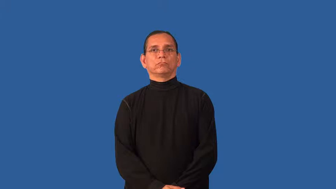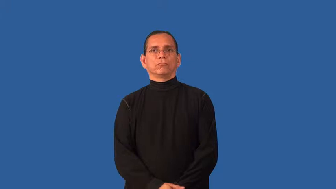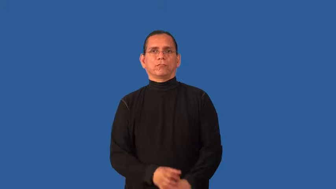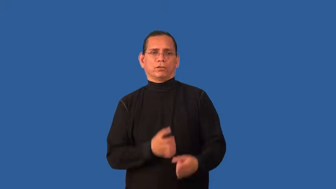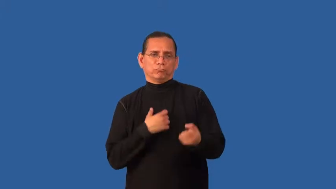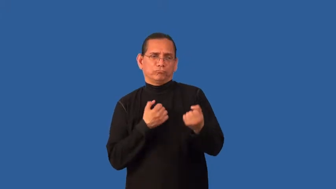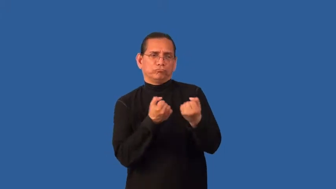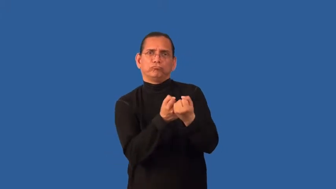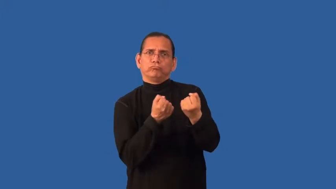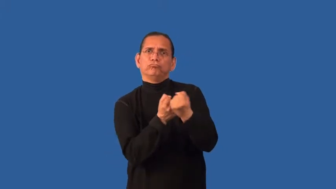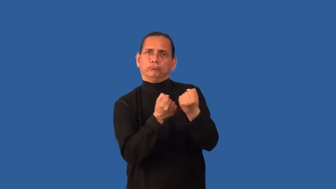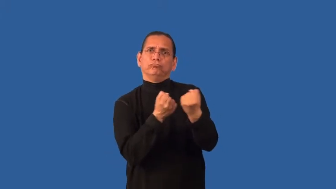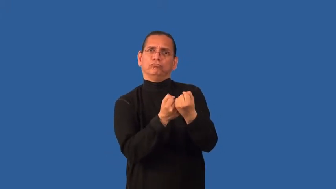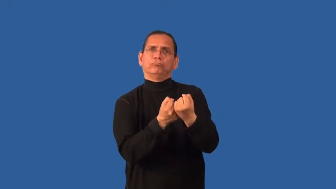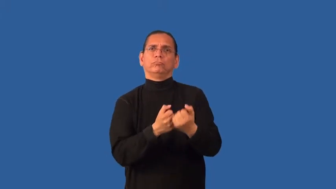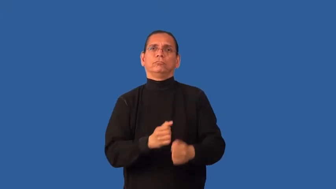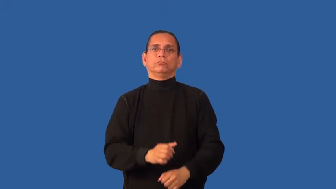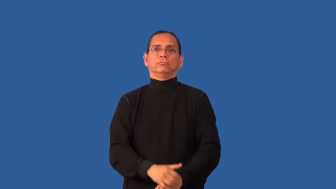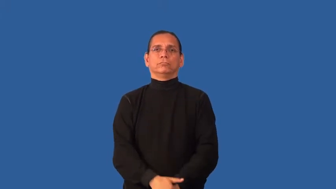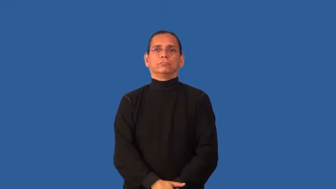corroborate,collateral